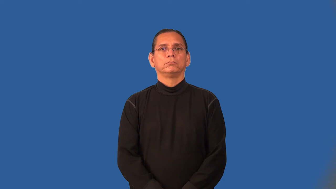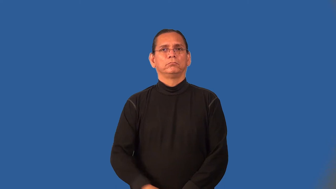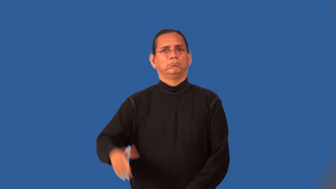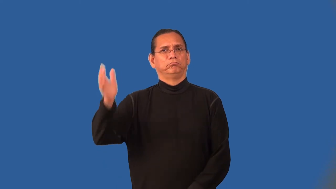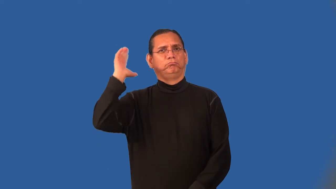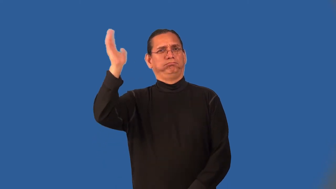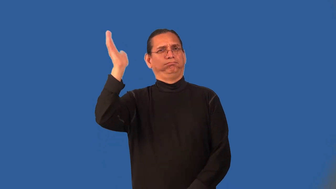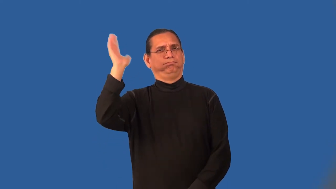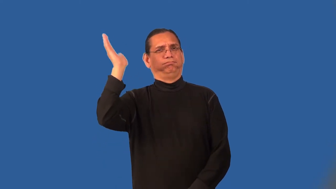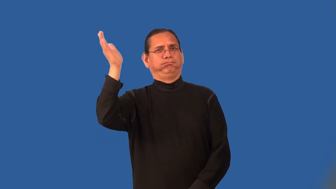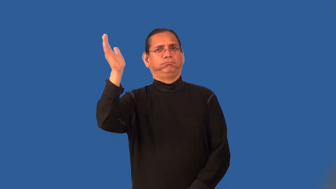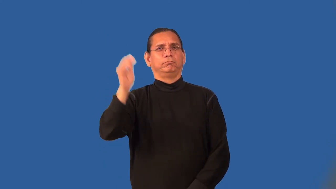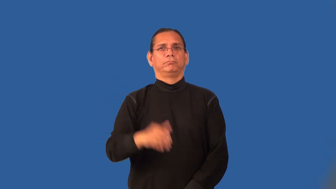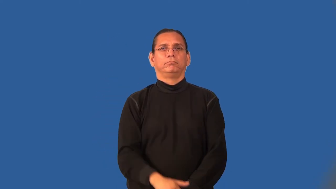oratory-speaking